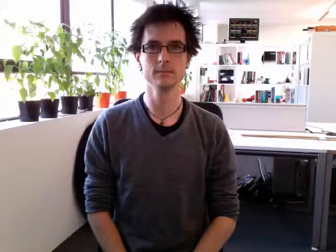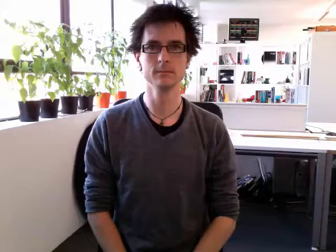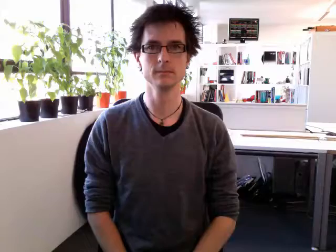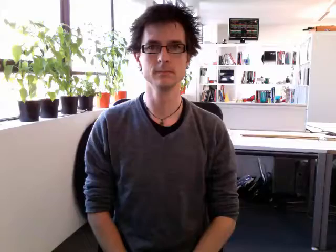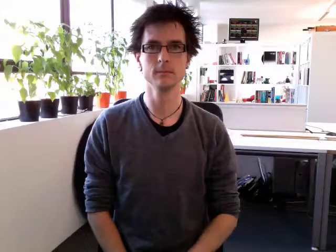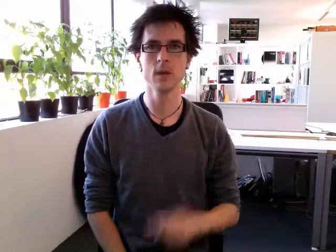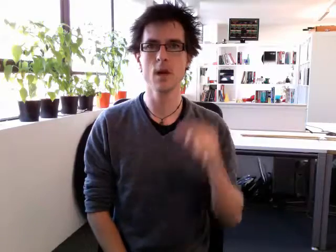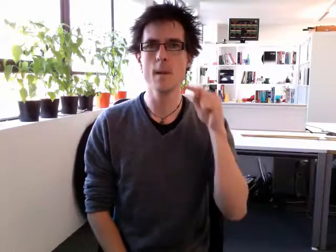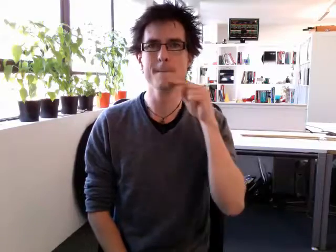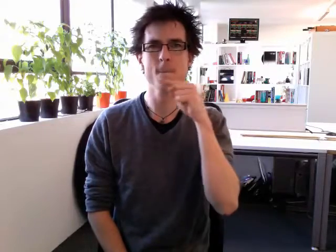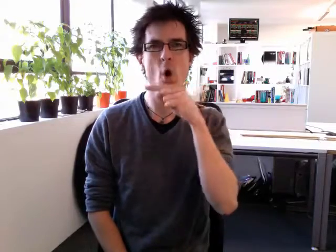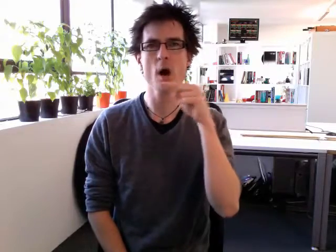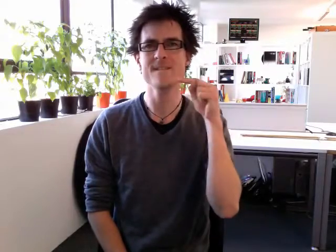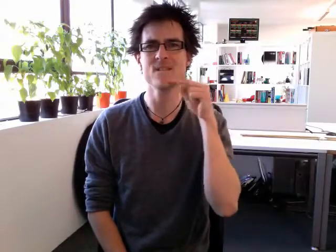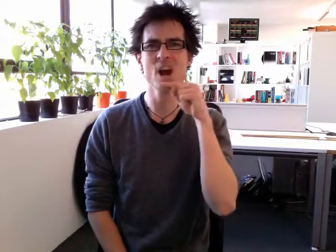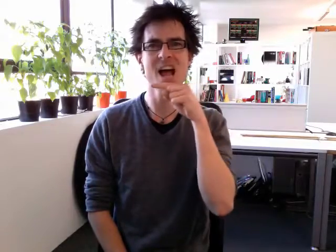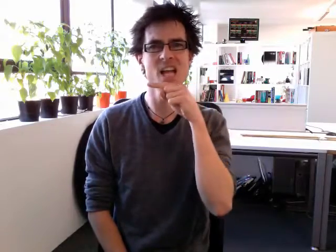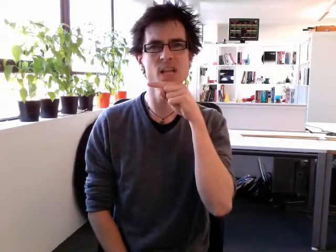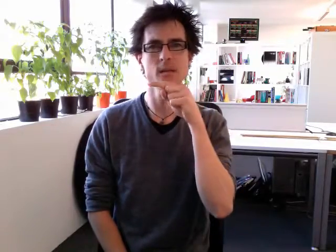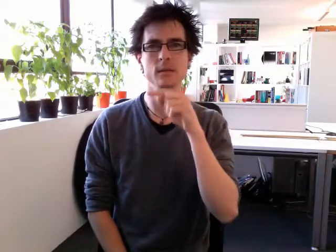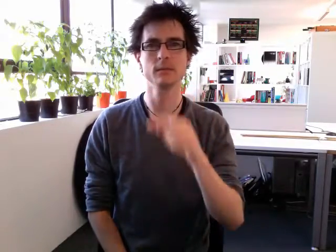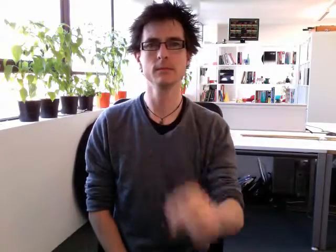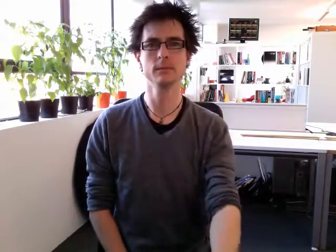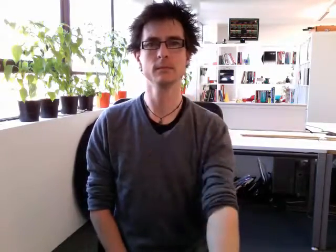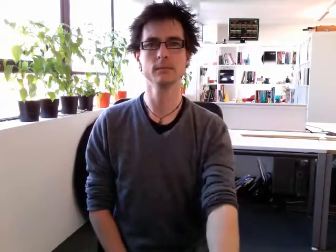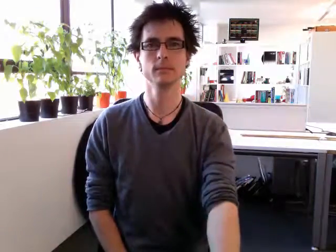boyfriend